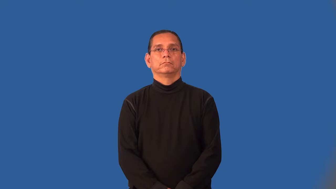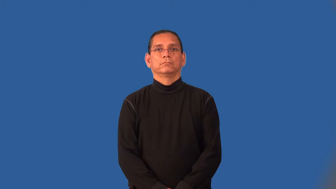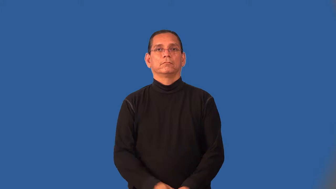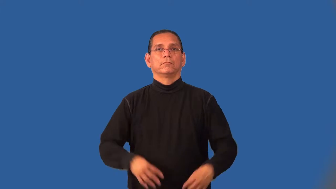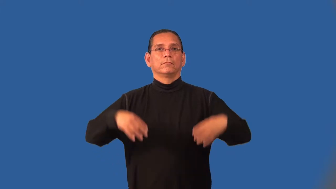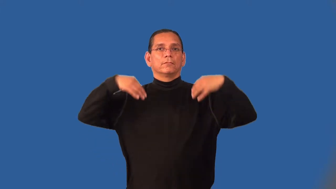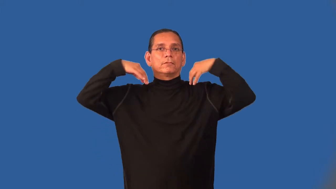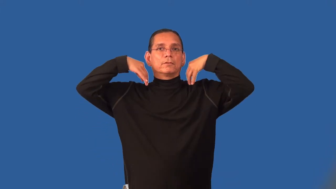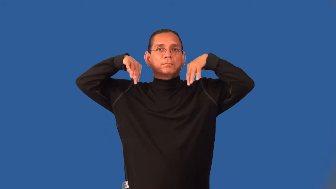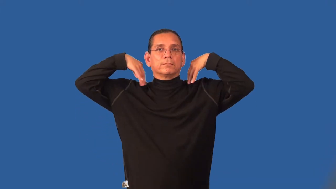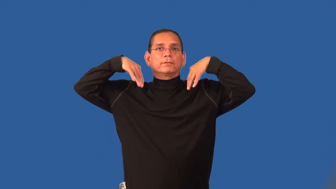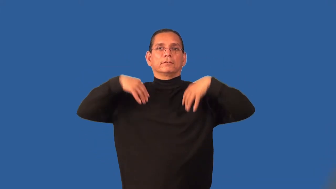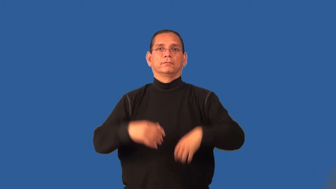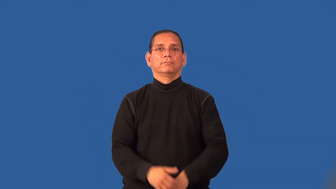hippie,longhair